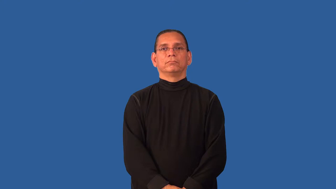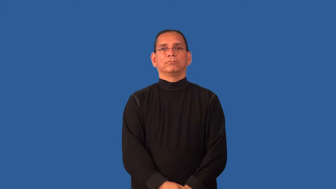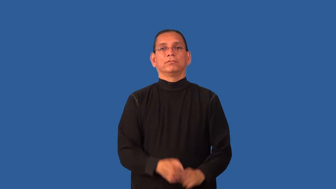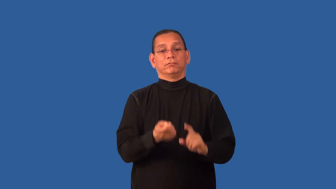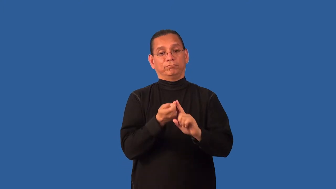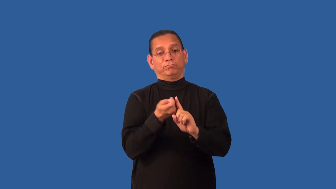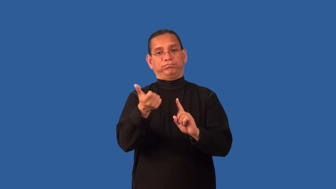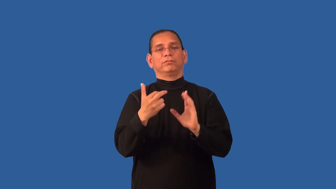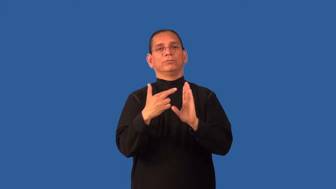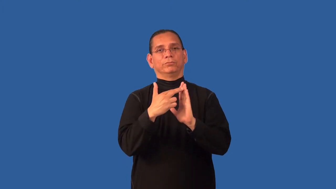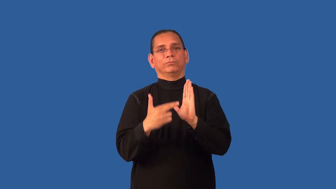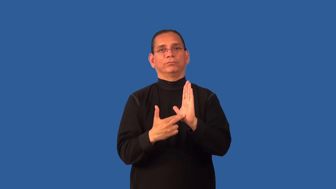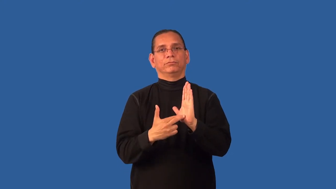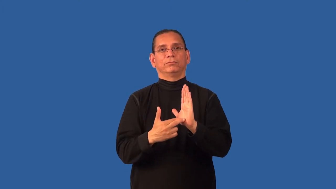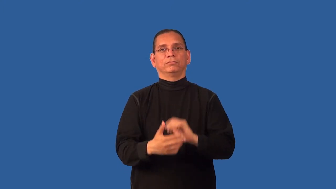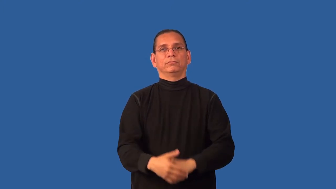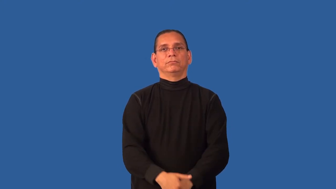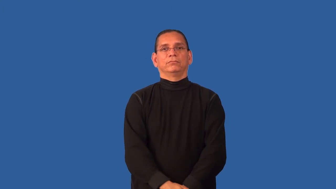deregulate